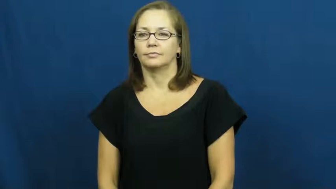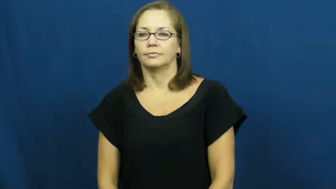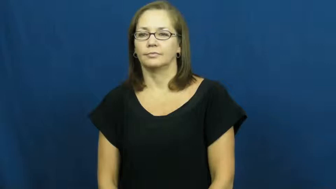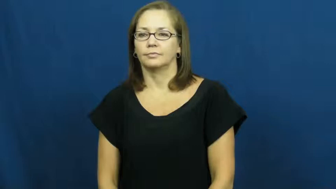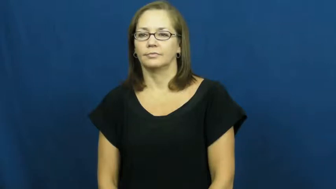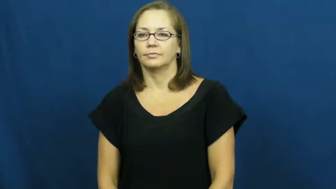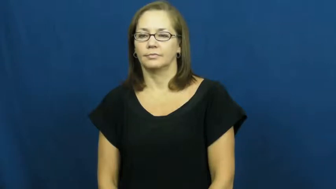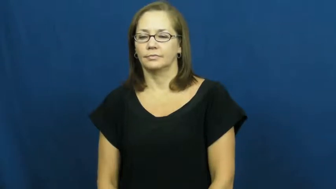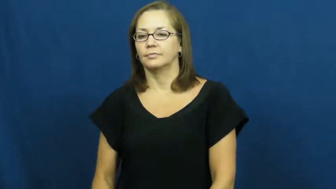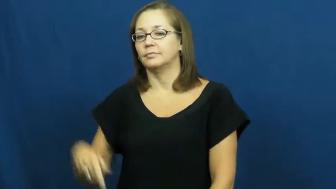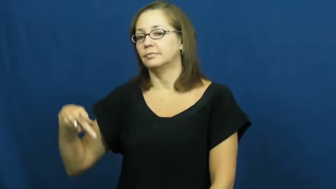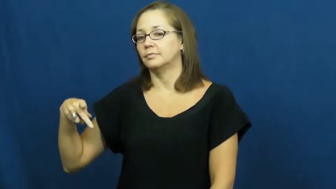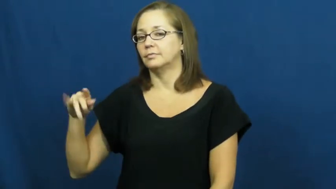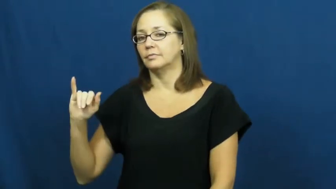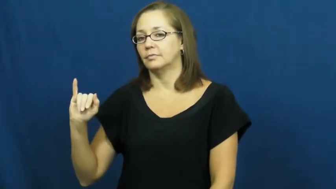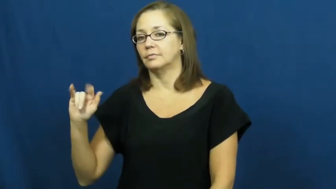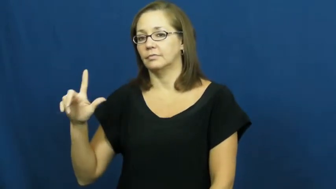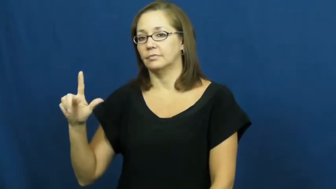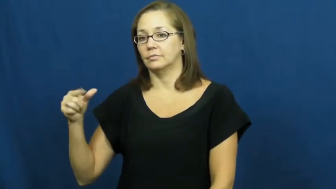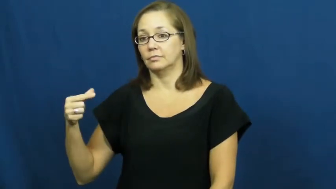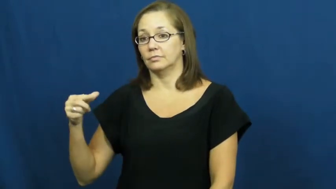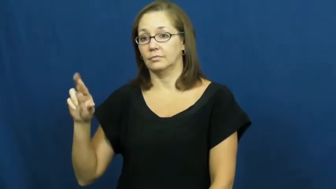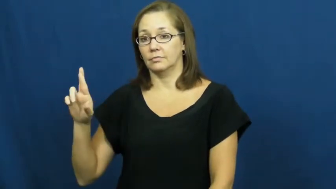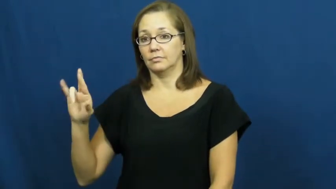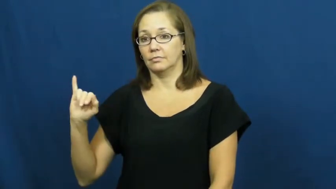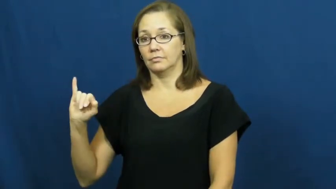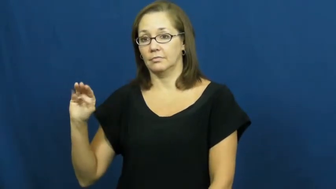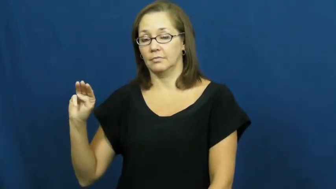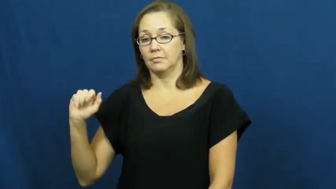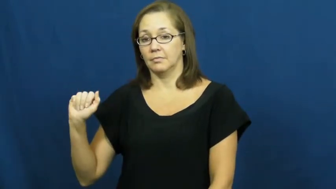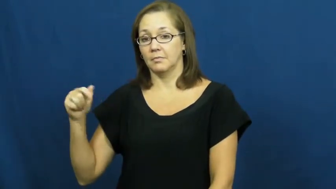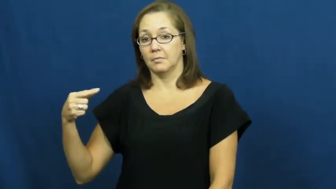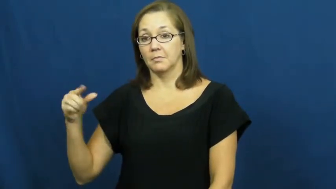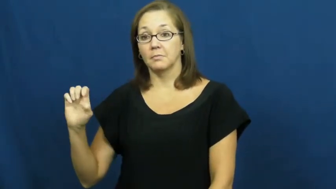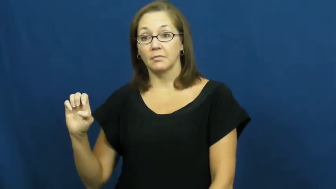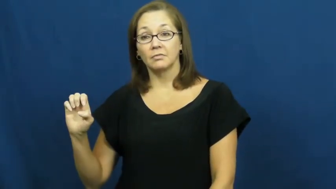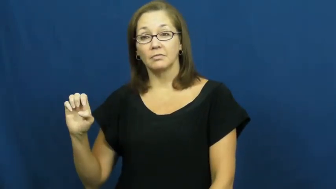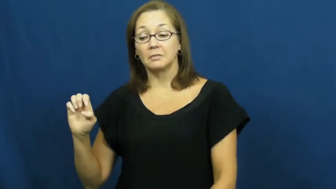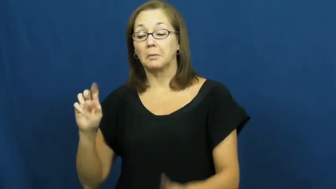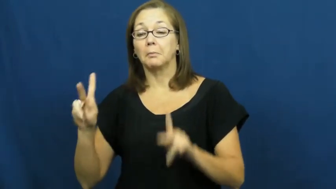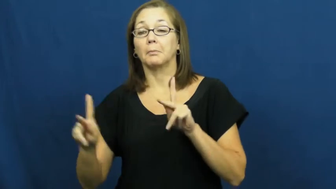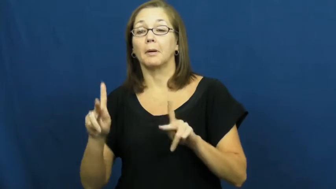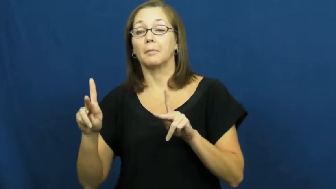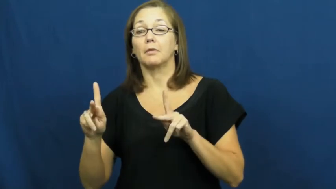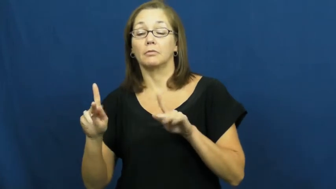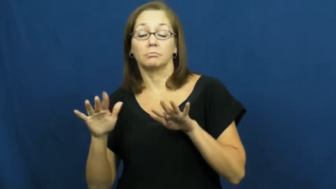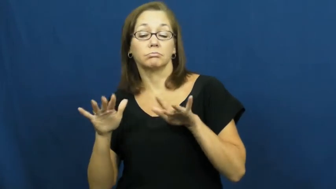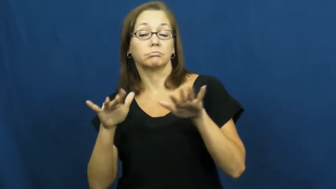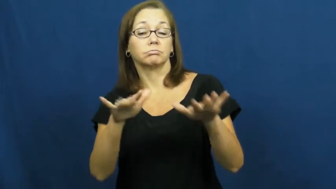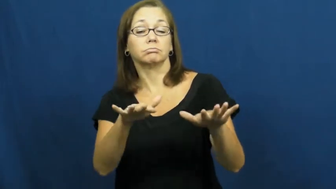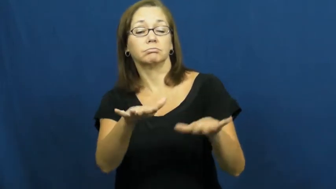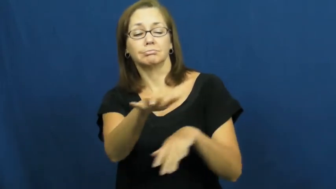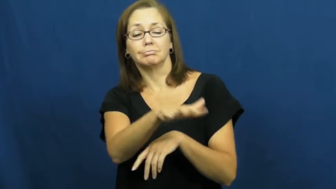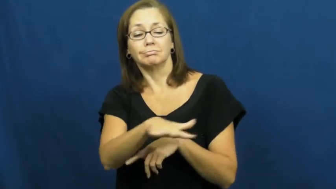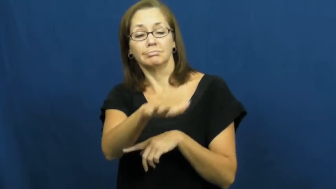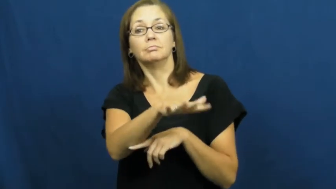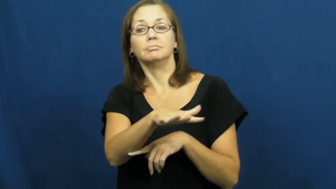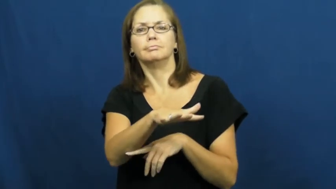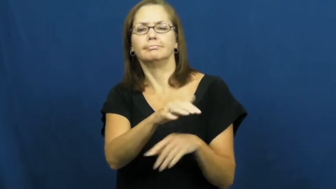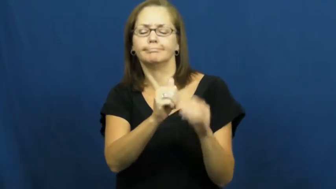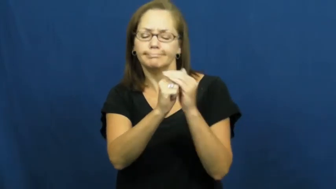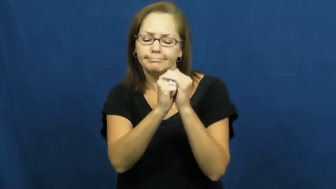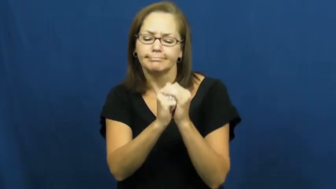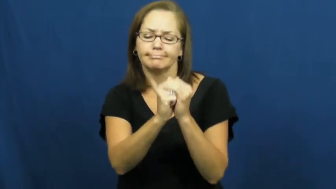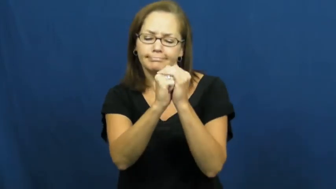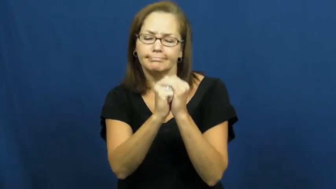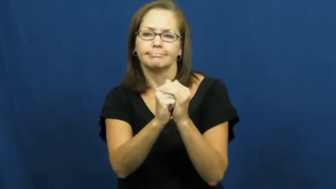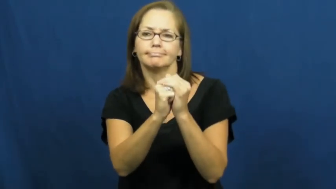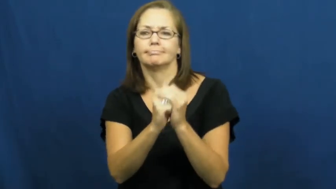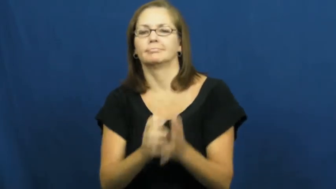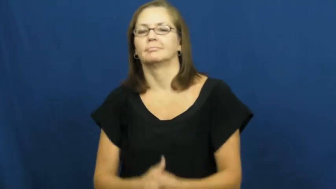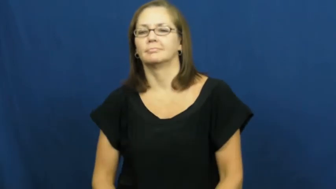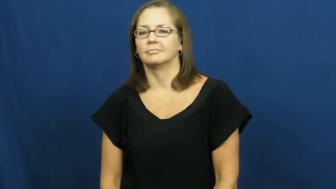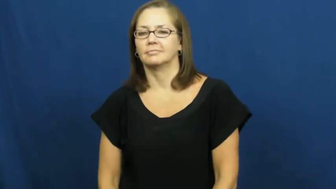pilgrimage